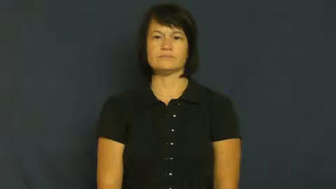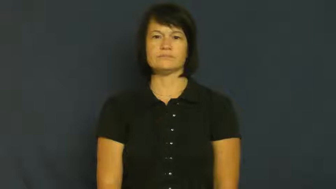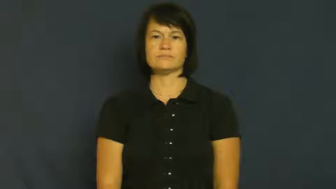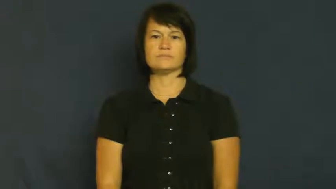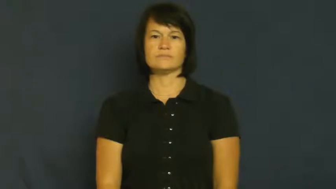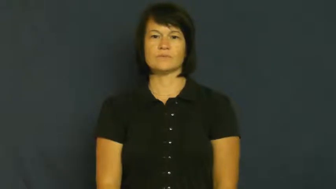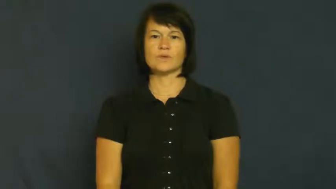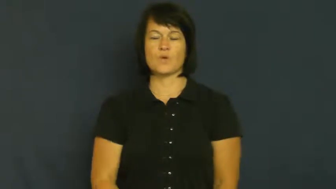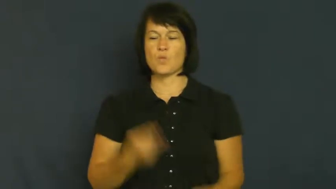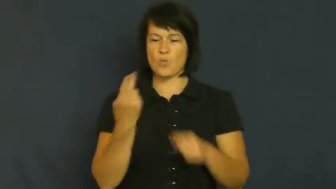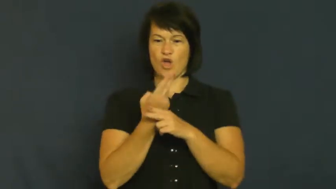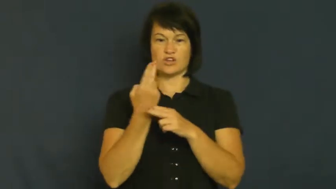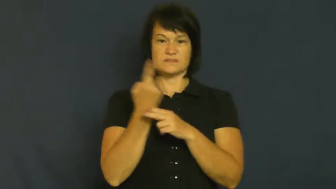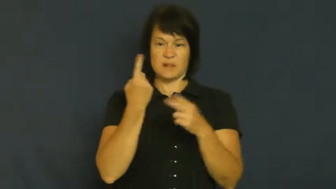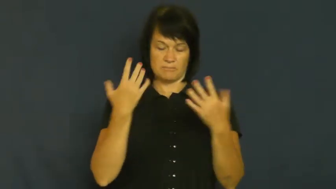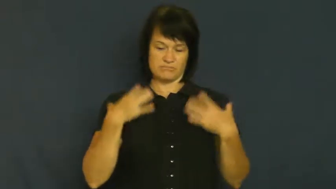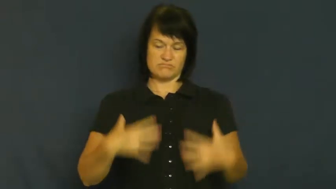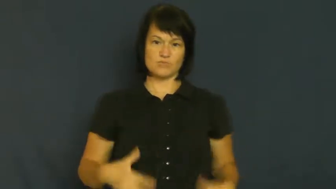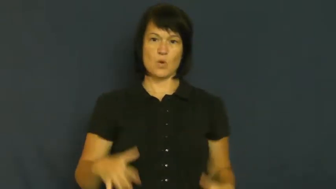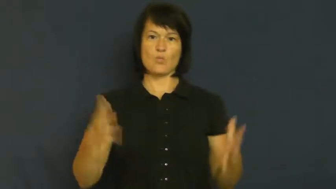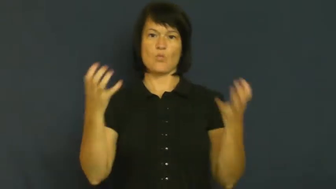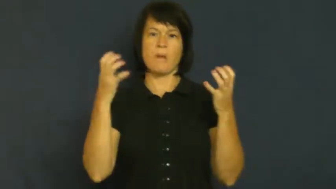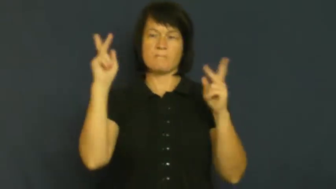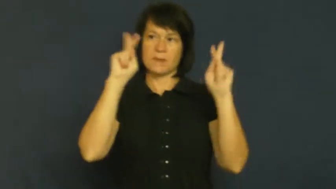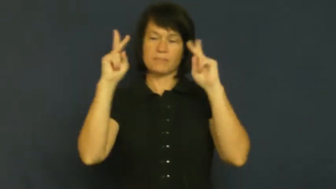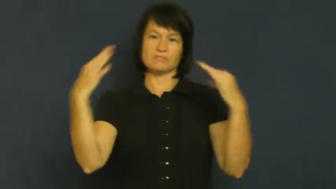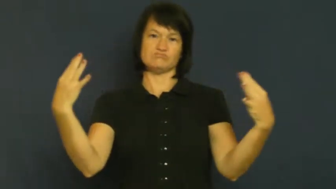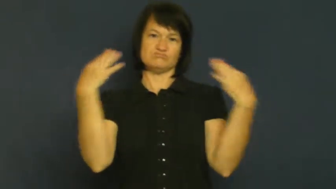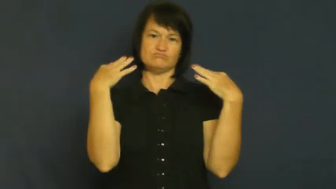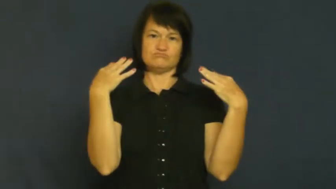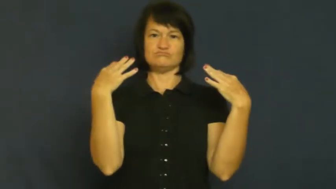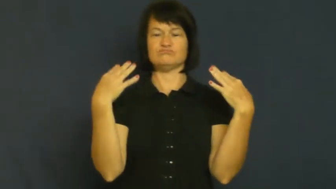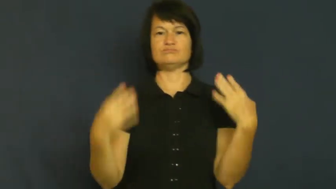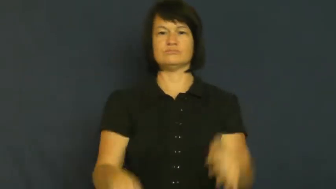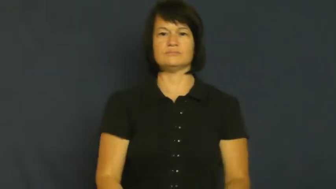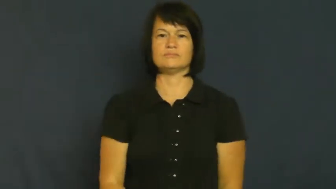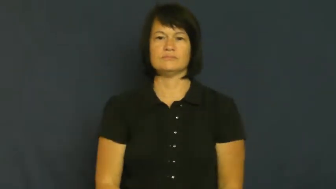sport-showoff wear